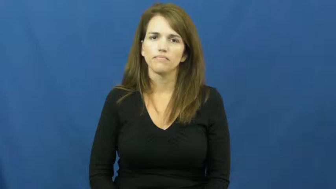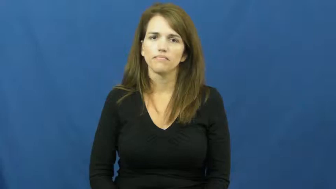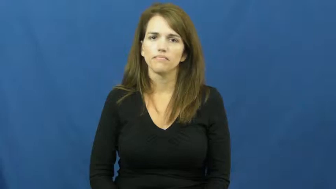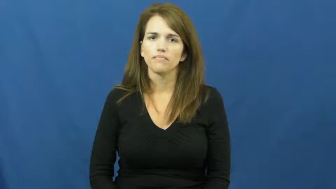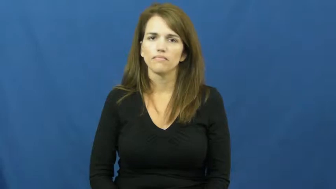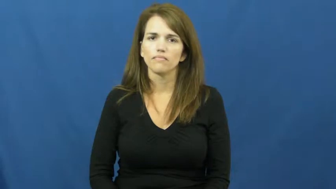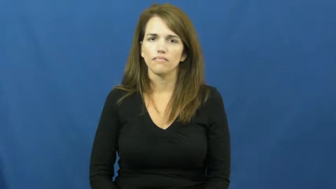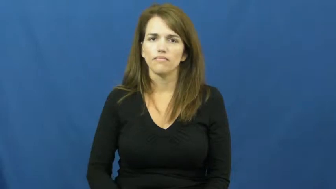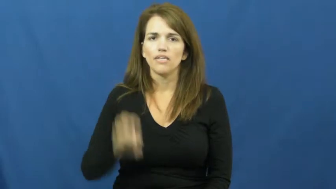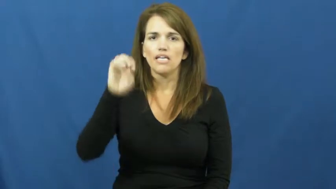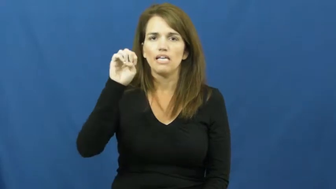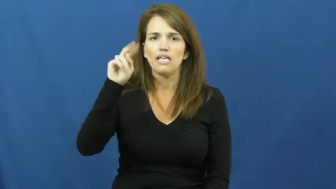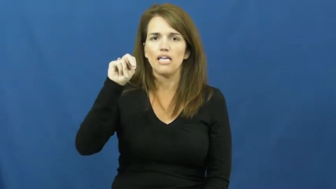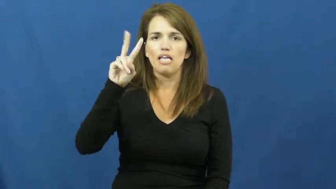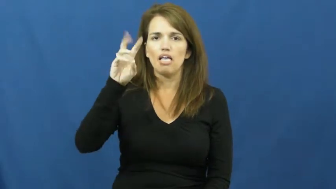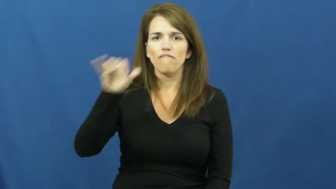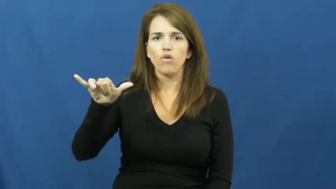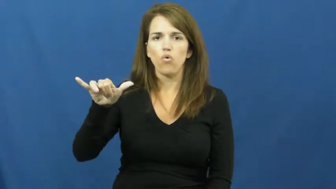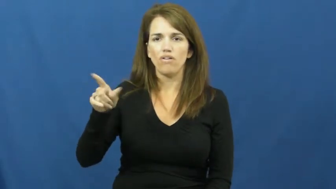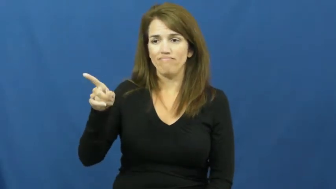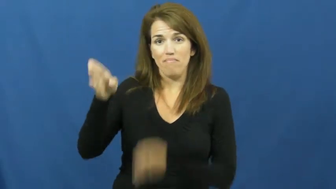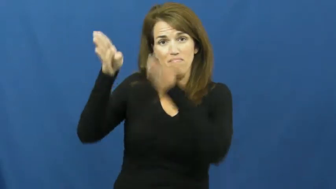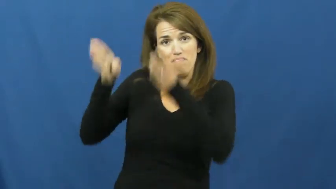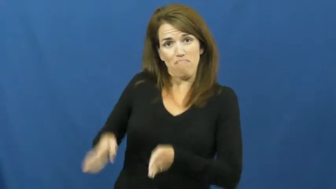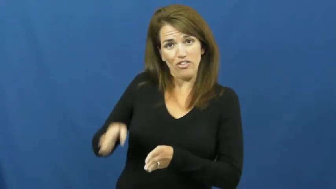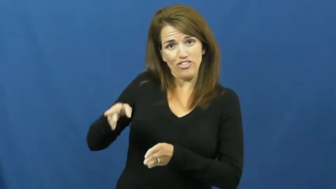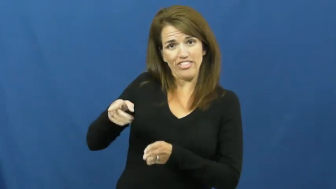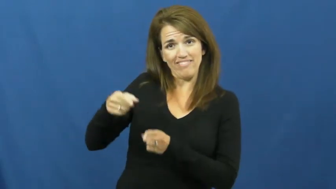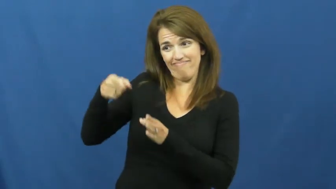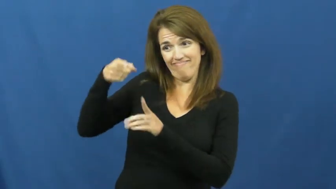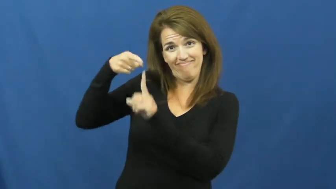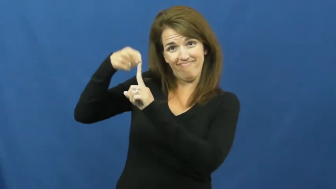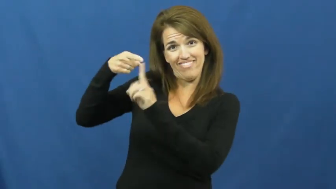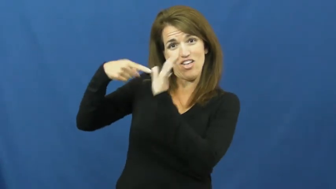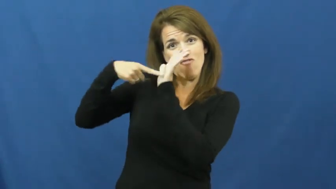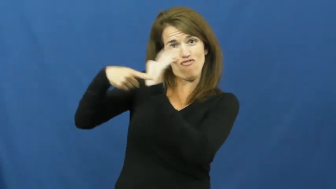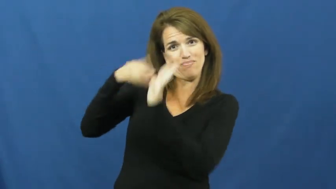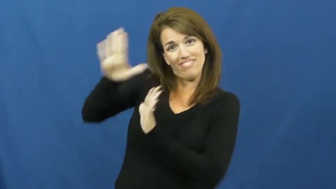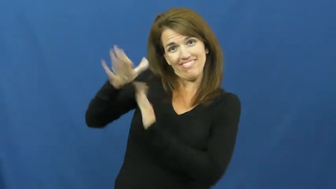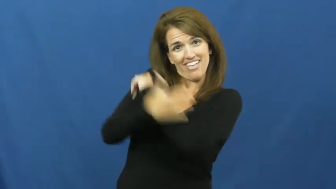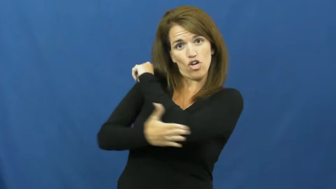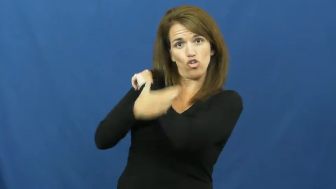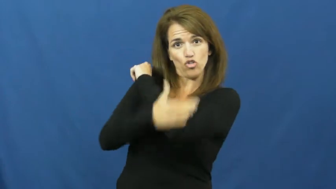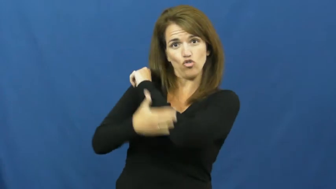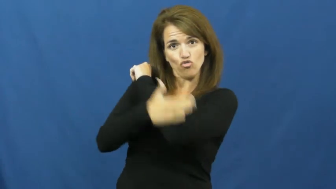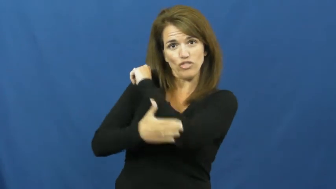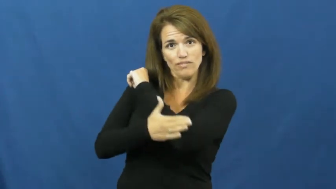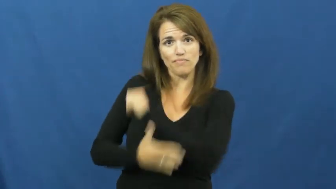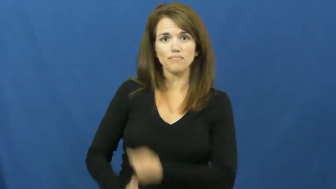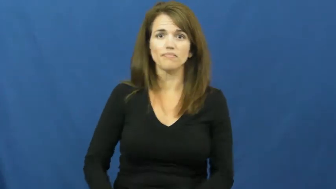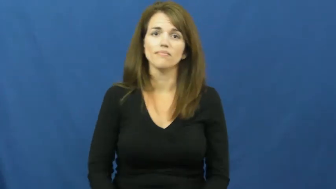envoy